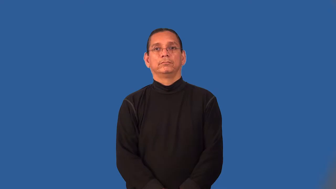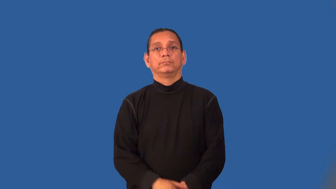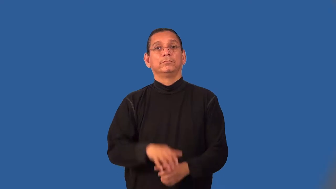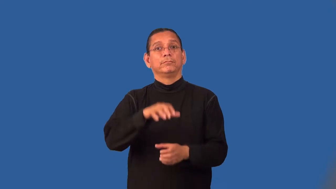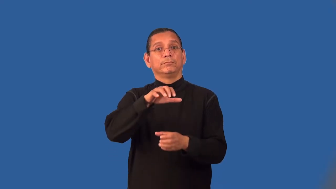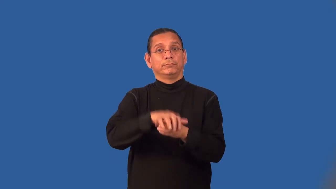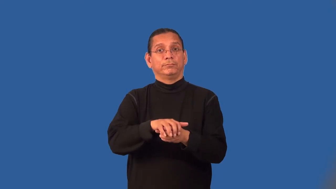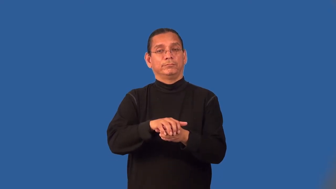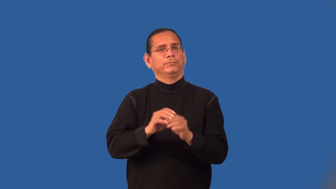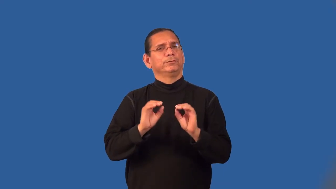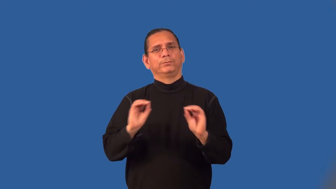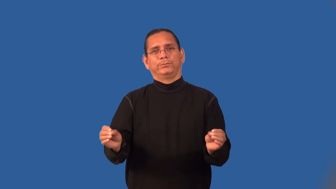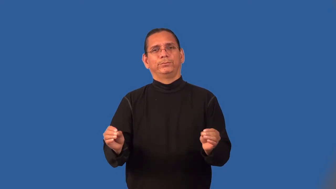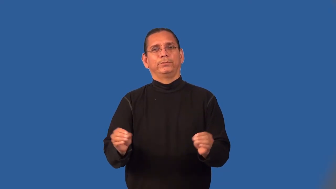lidless